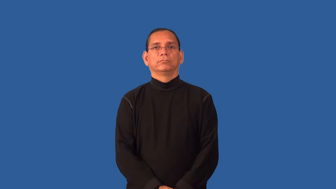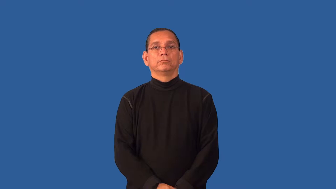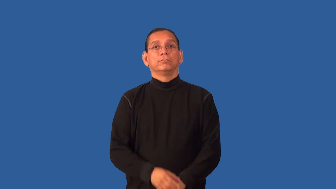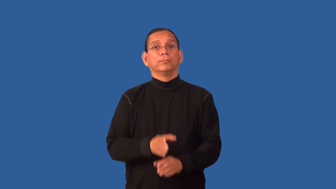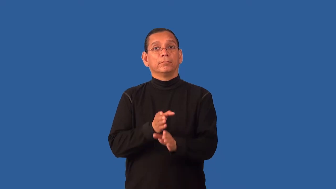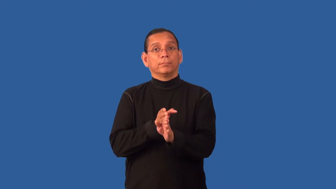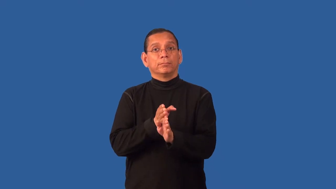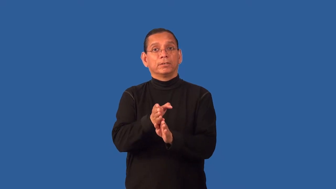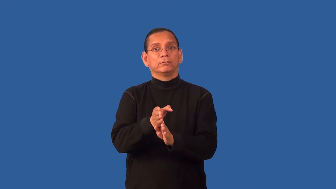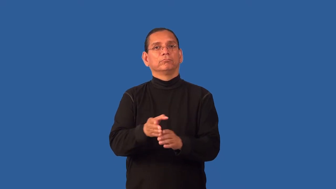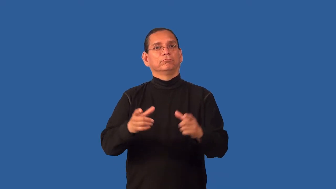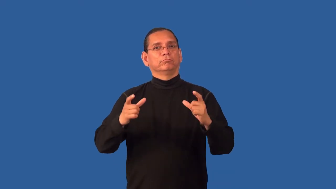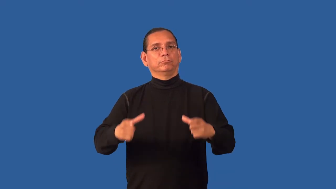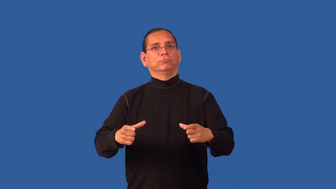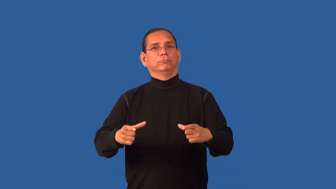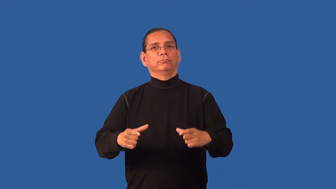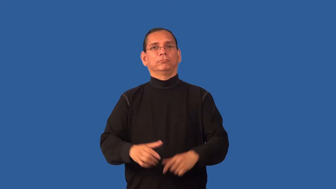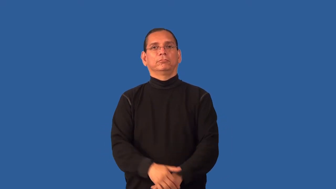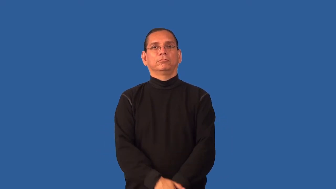entree-food